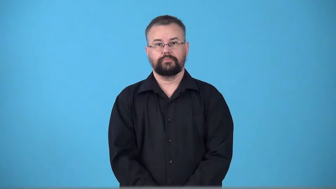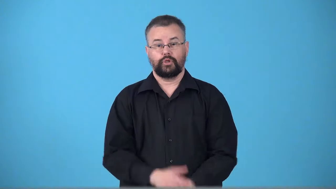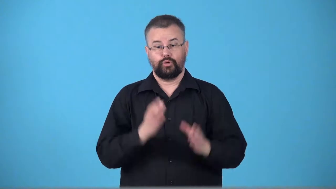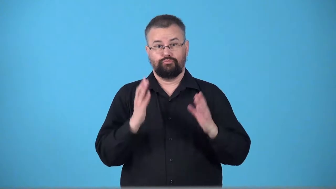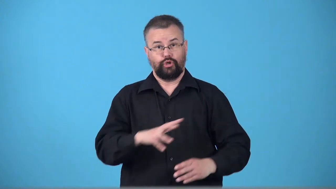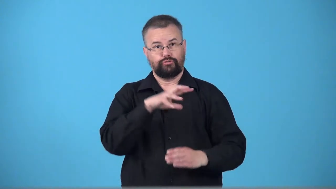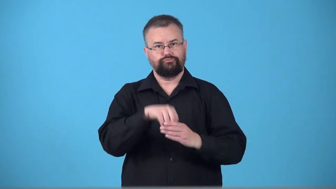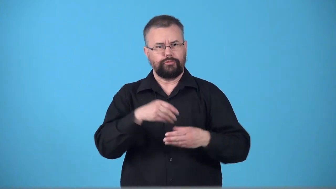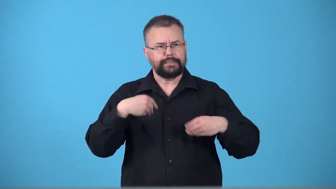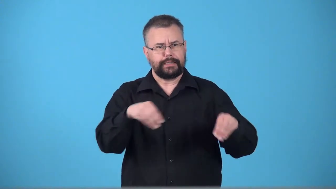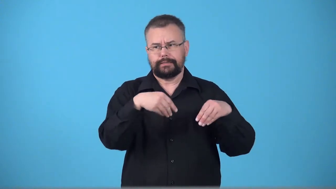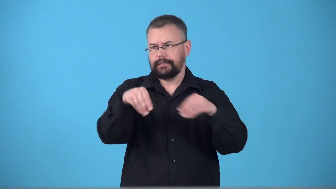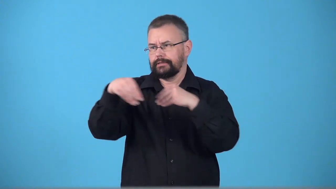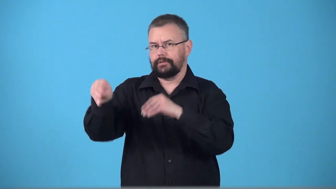tradespeople